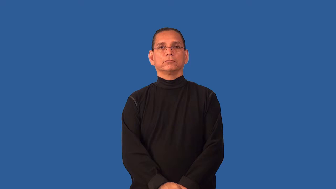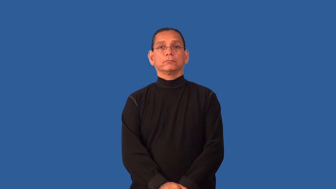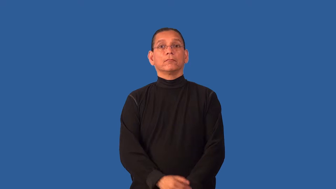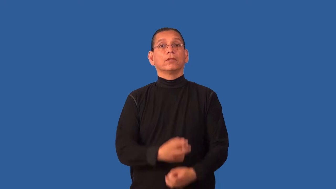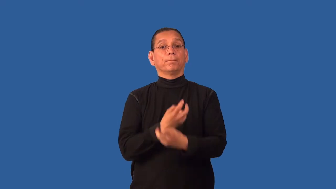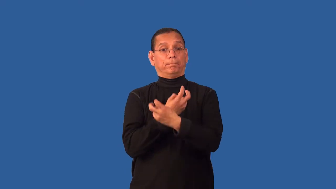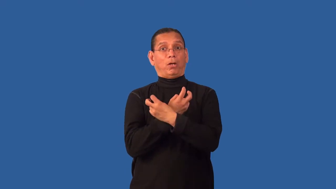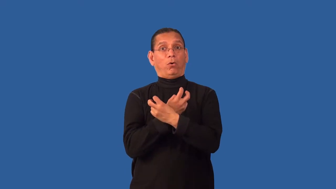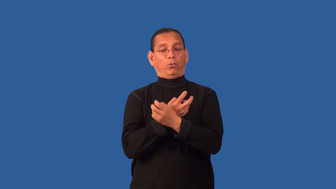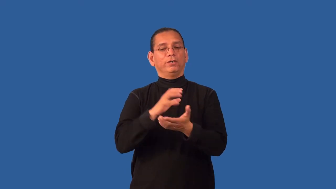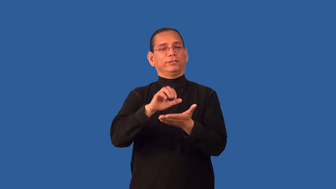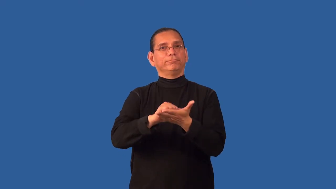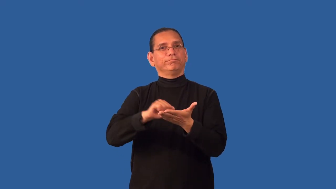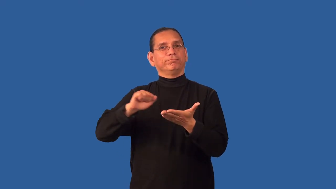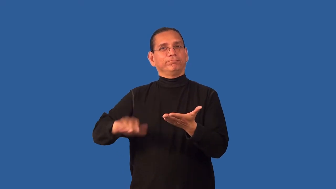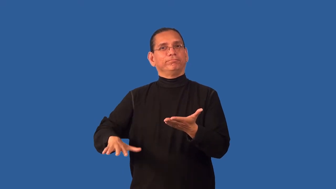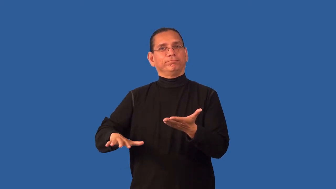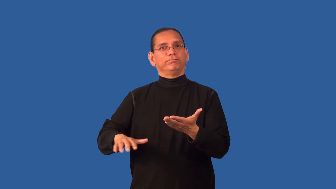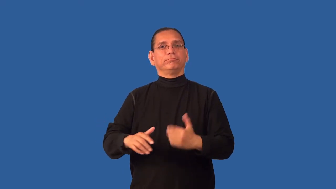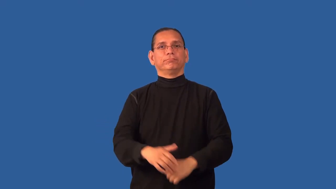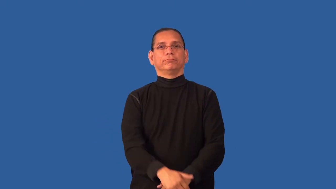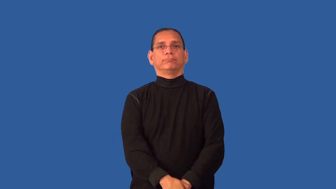debone,bone